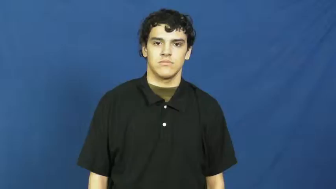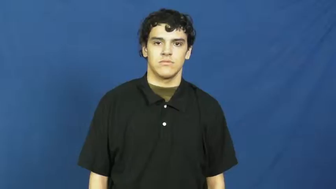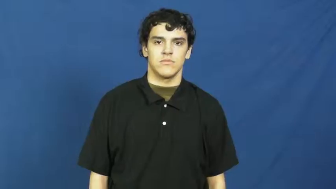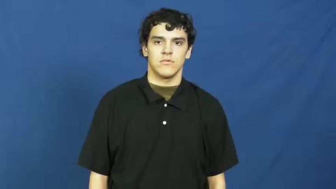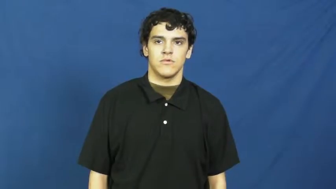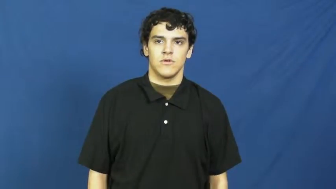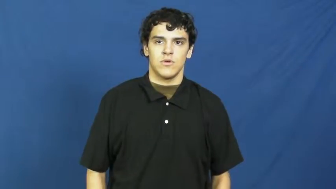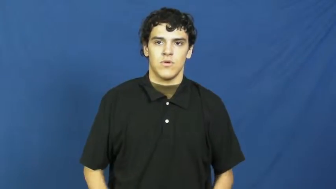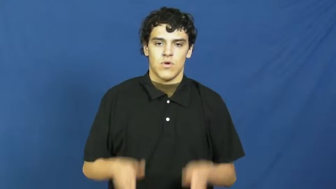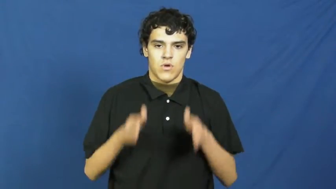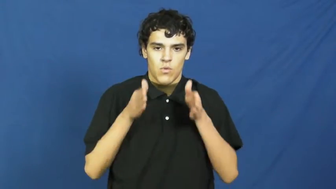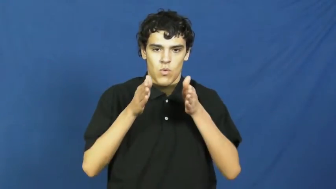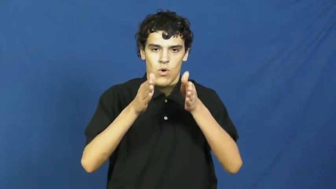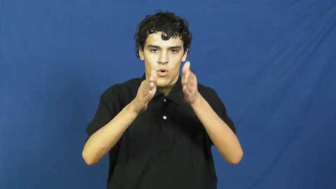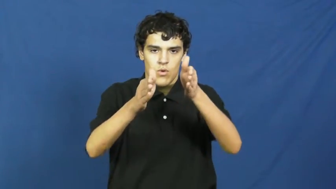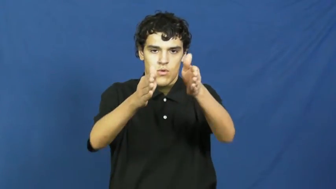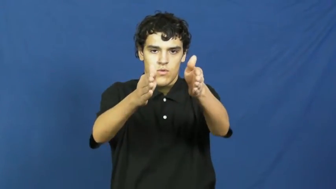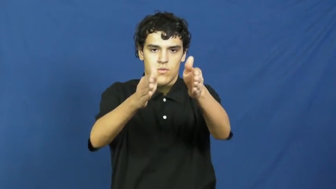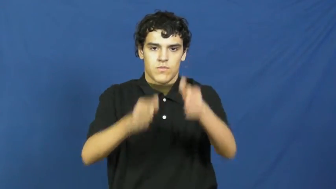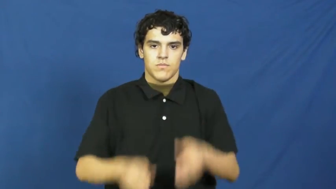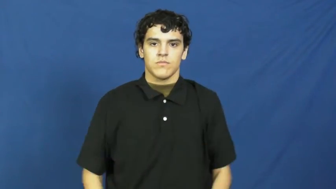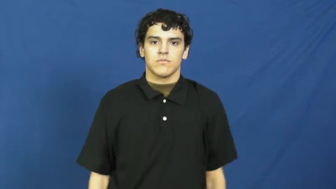path,walk